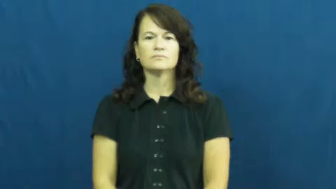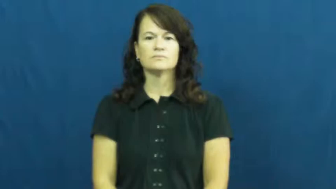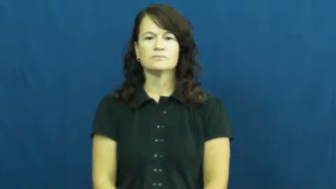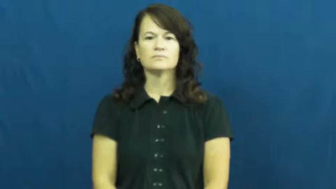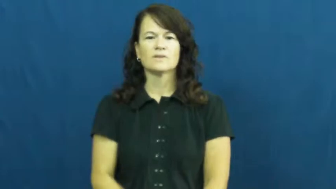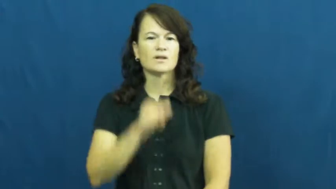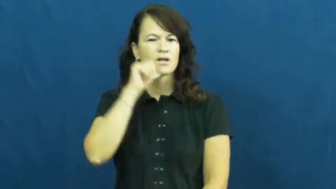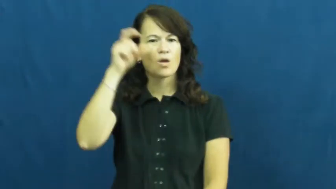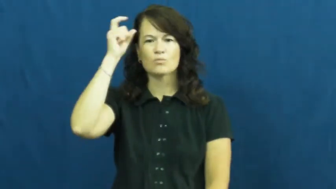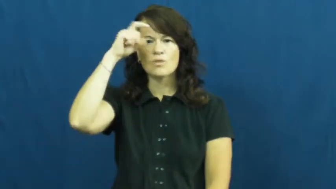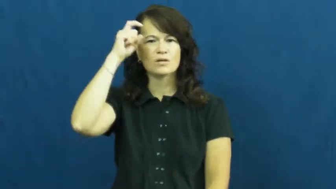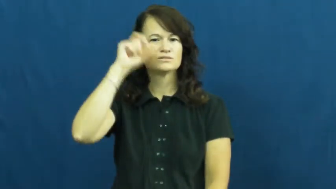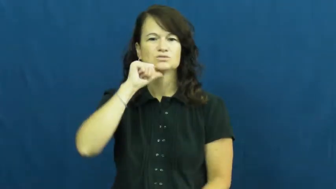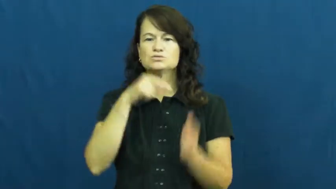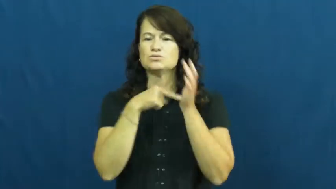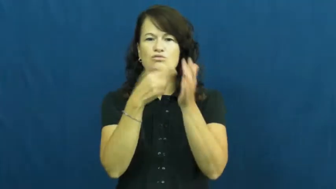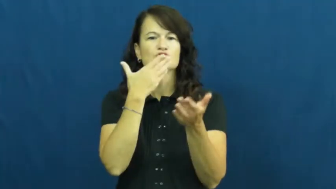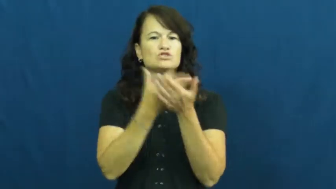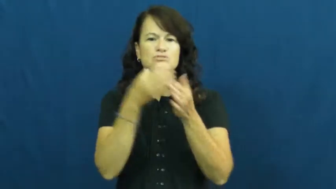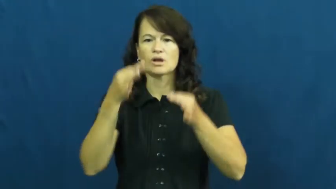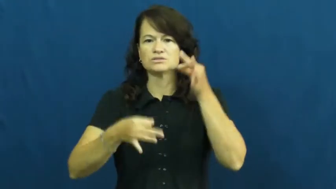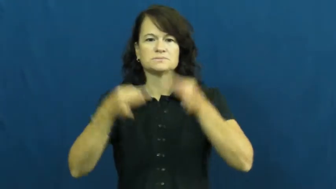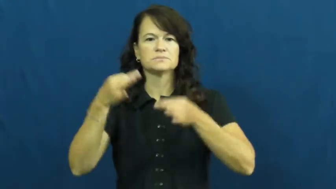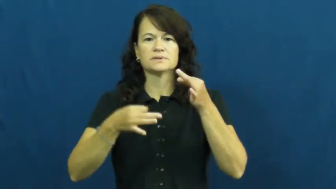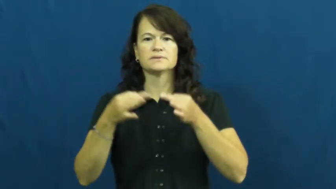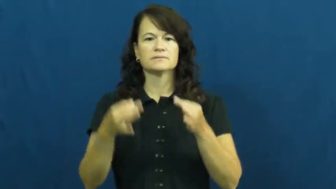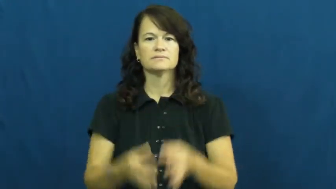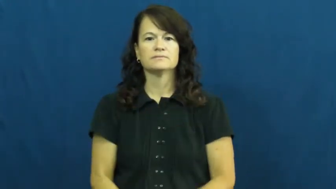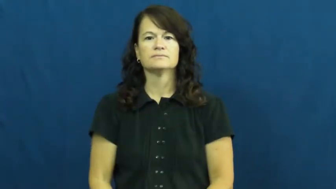unwise